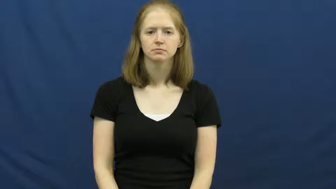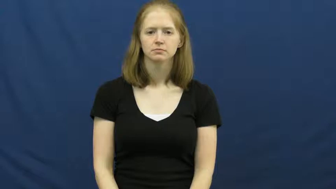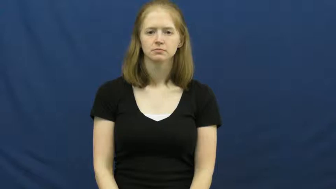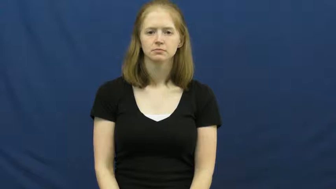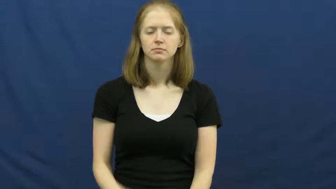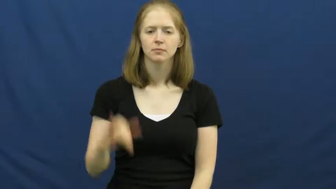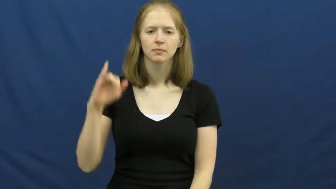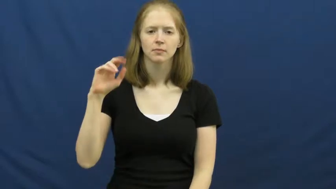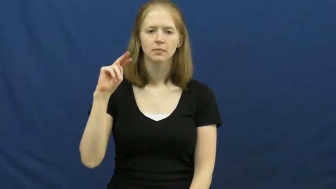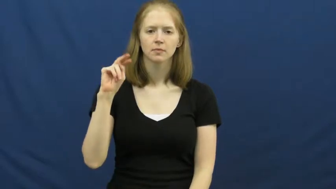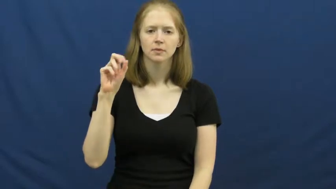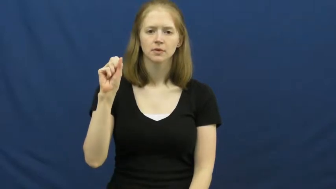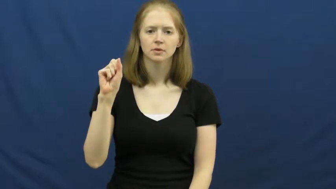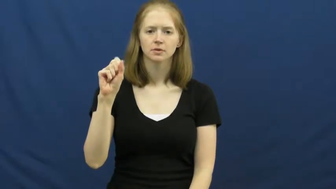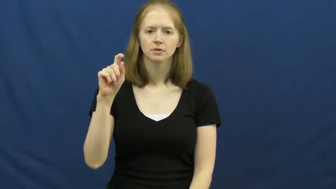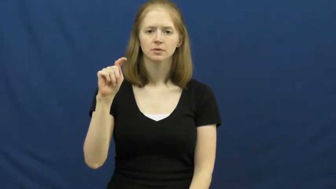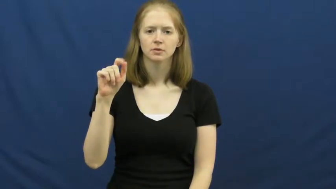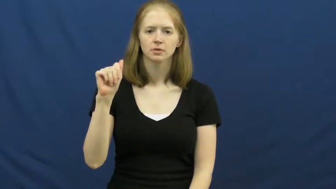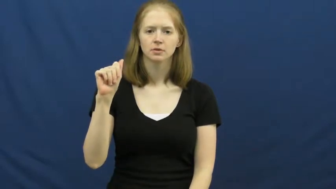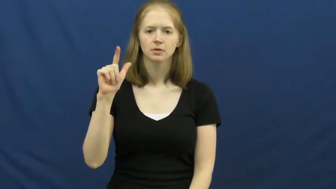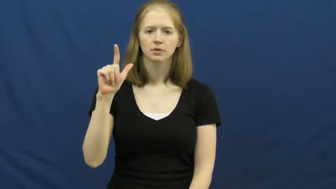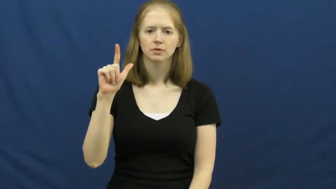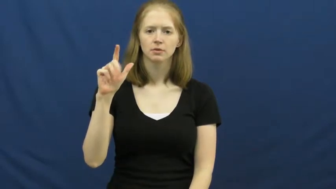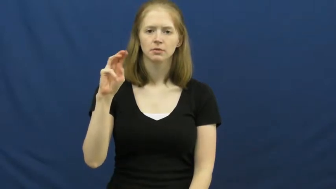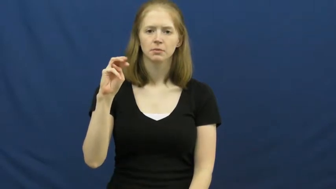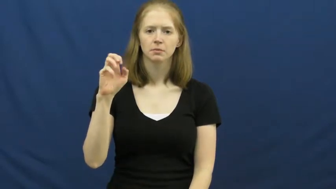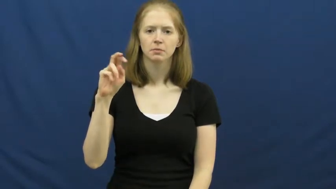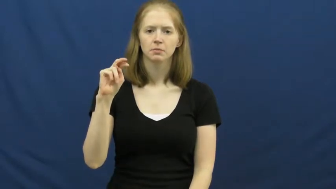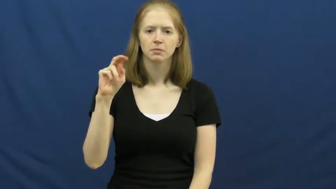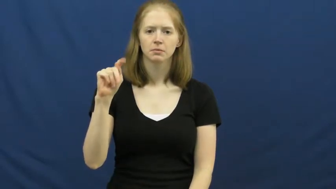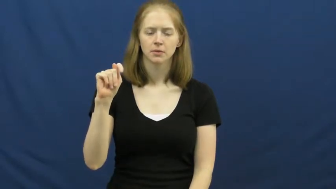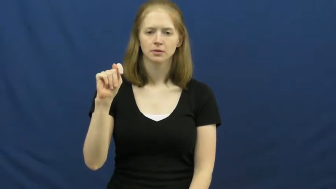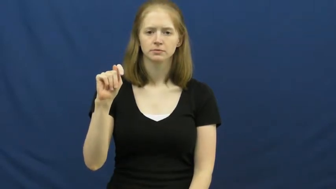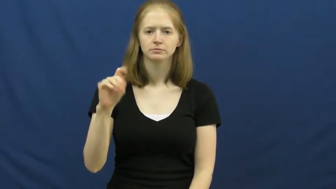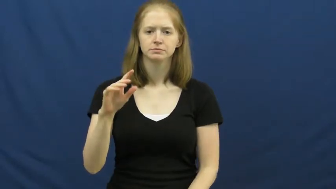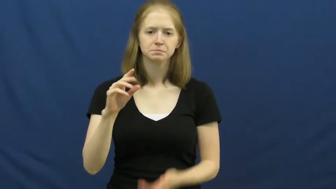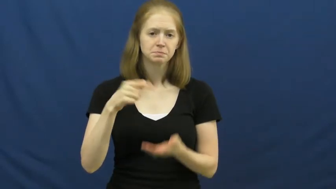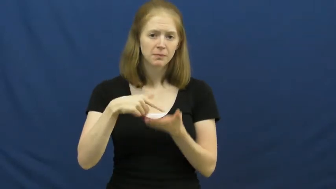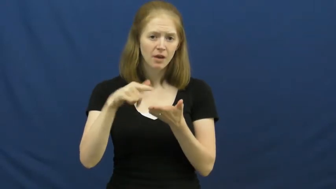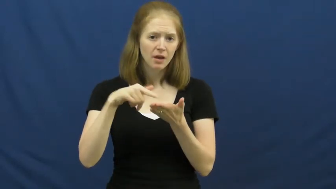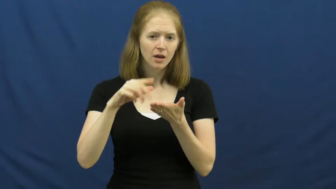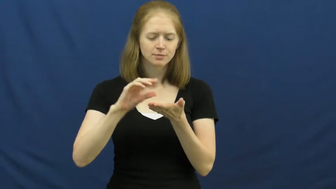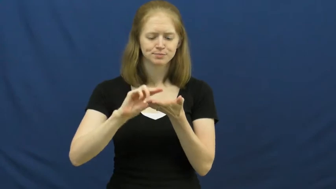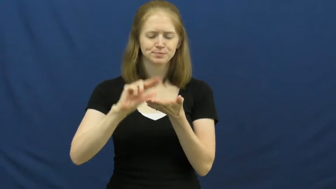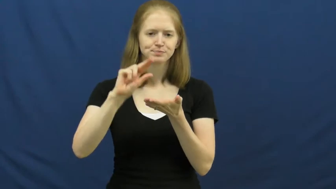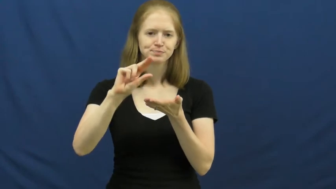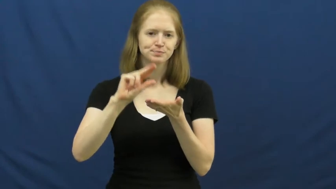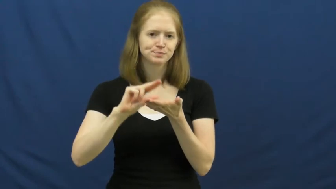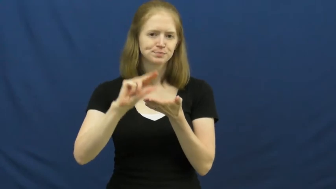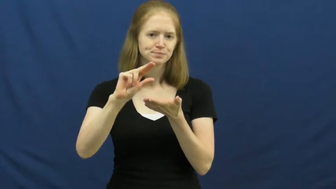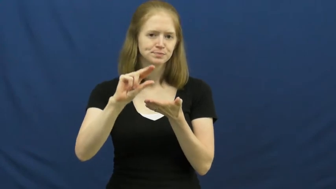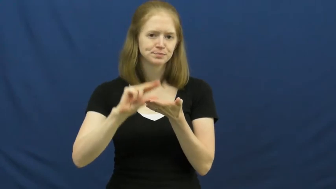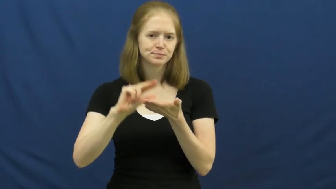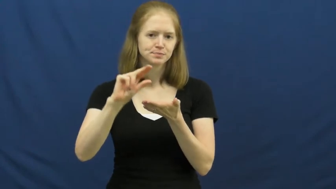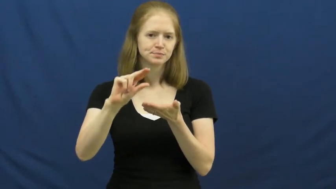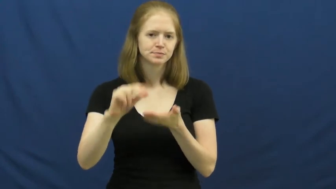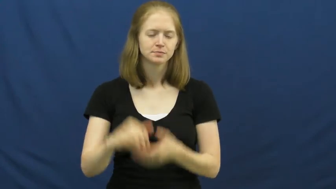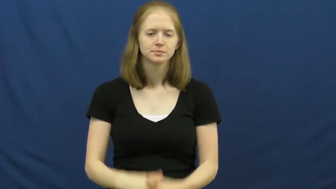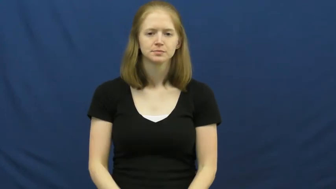installment-pay